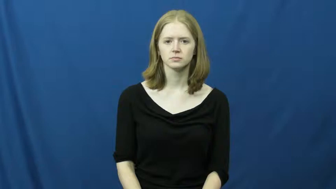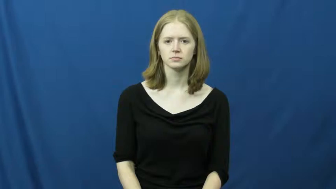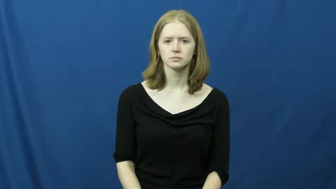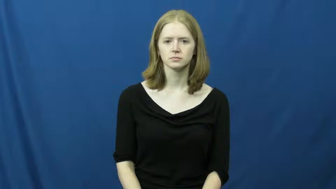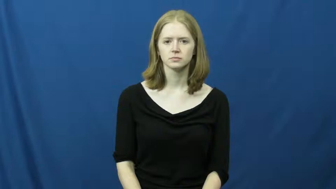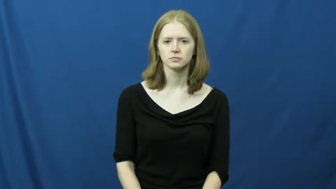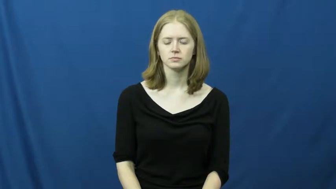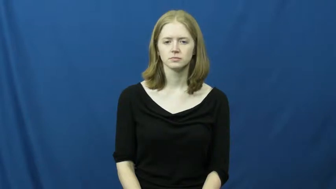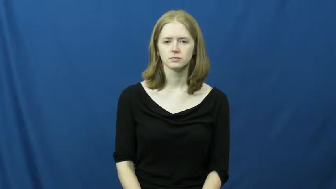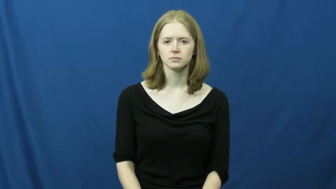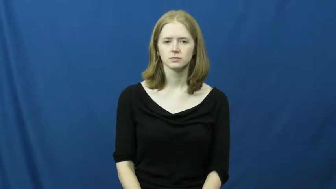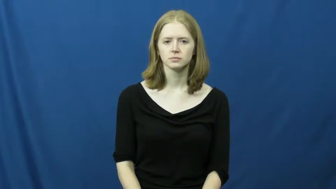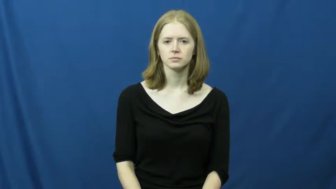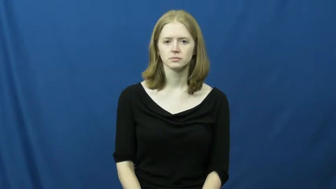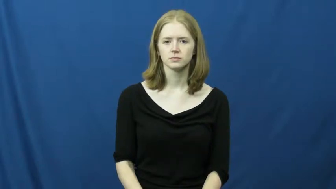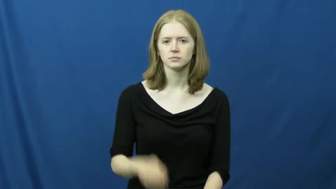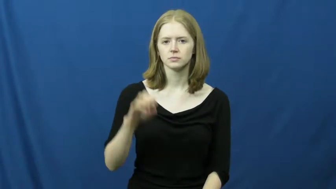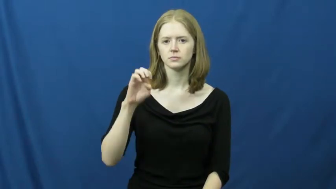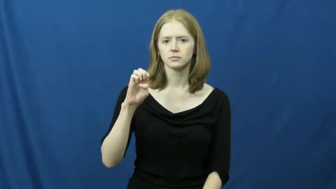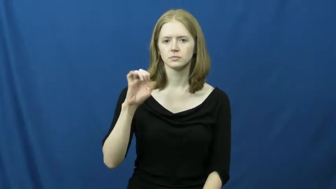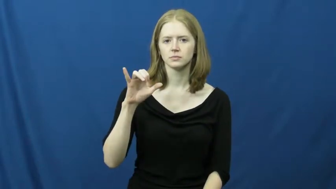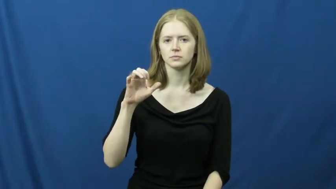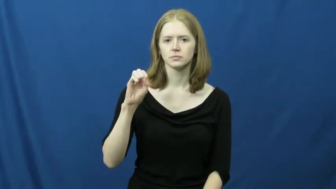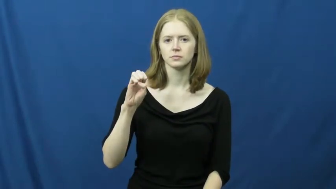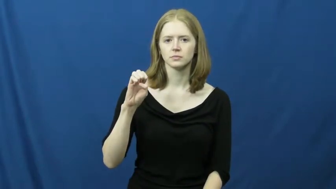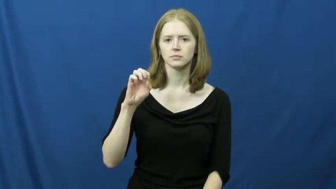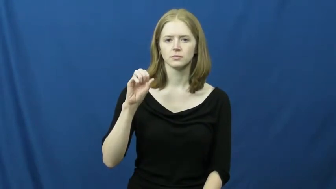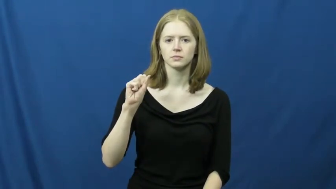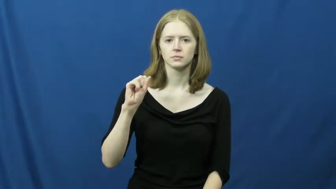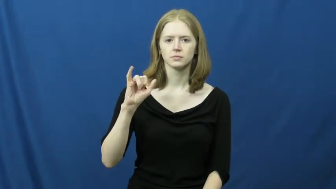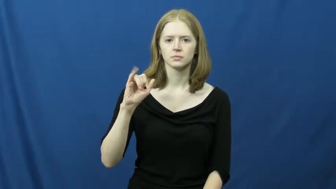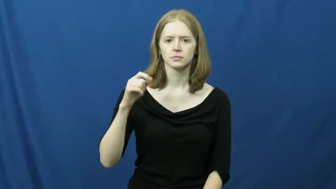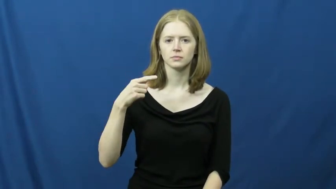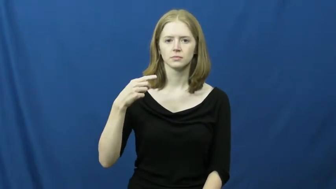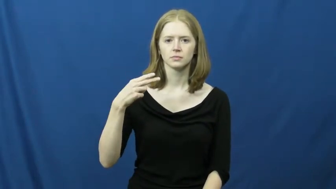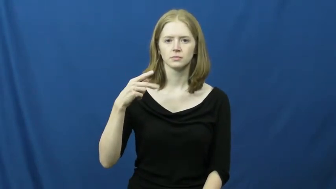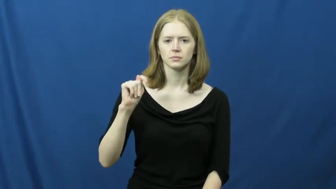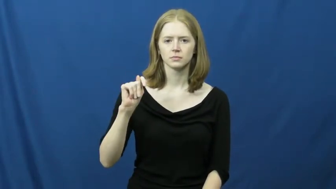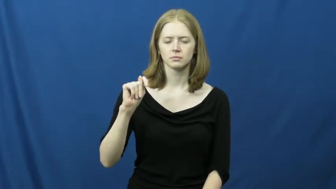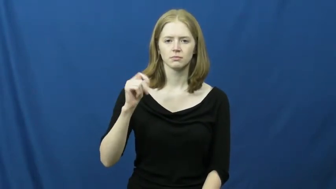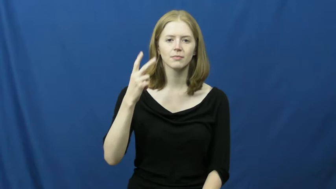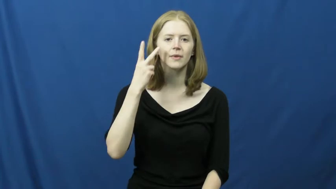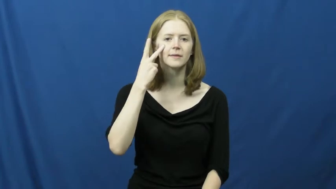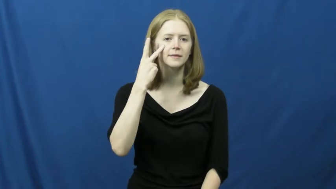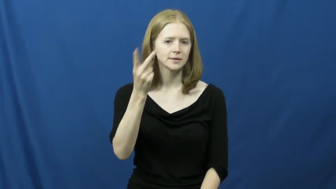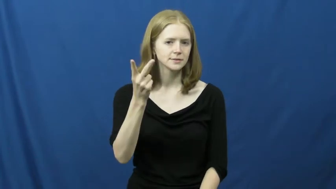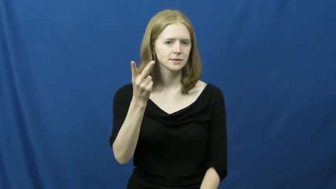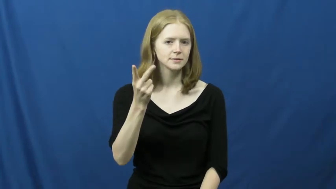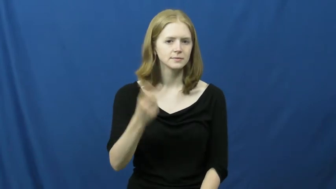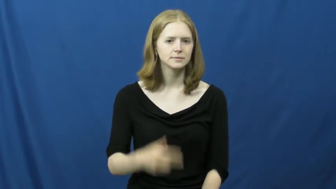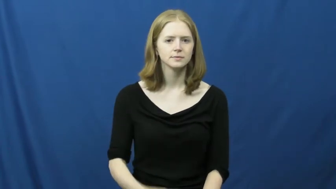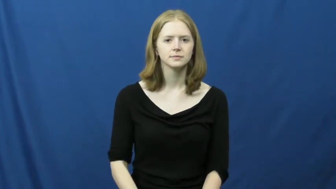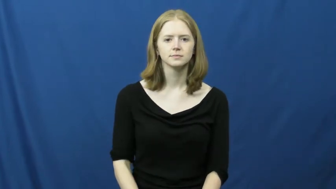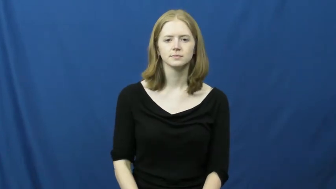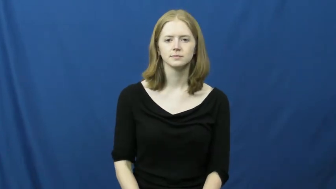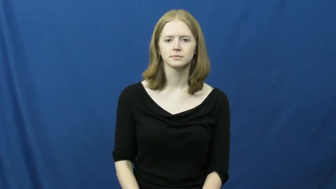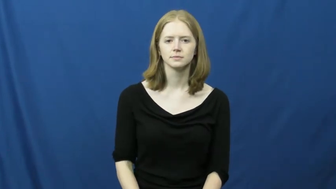eyesight